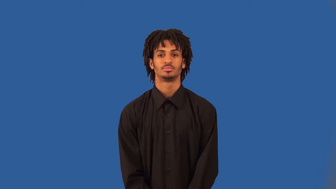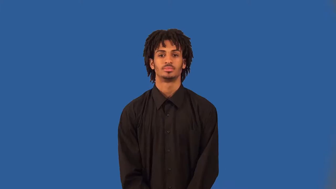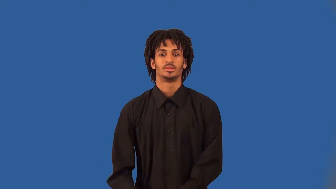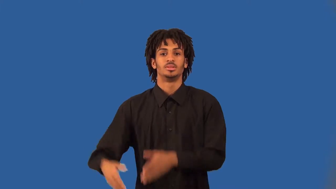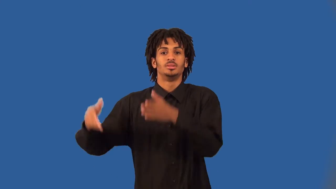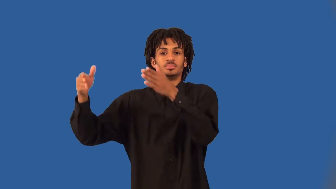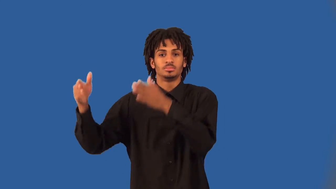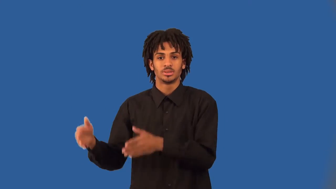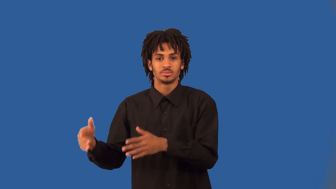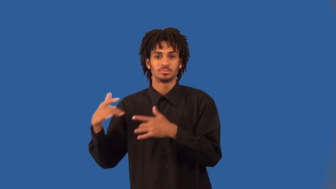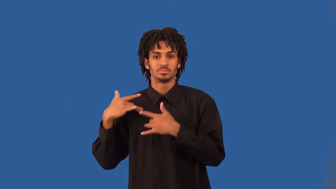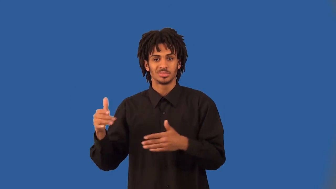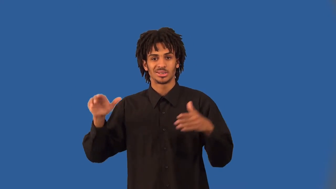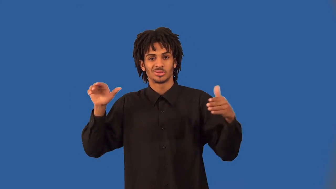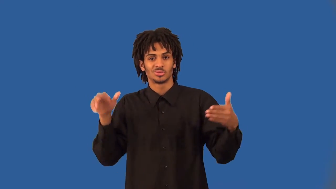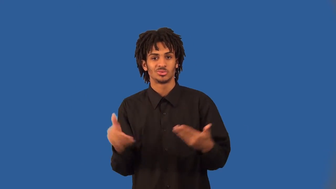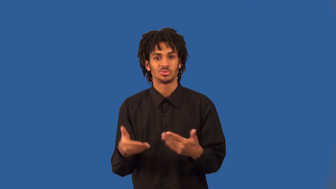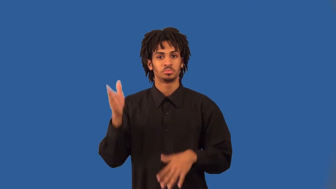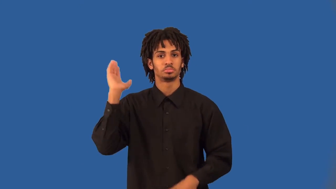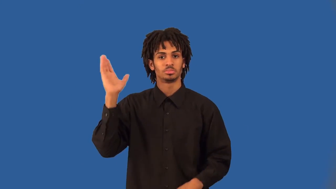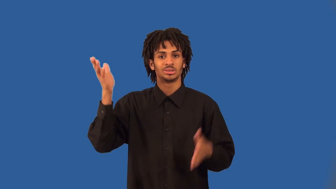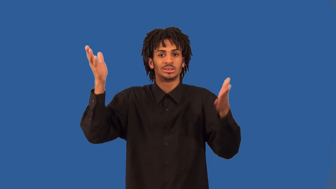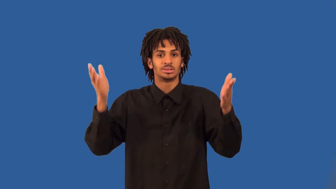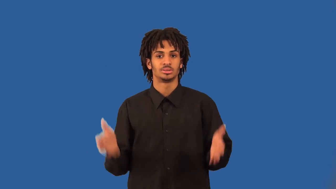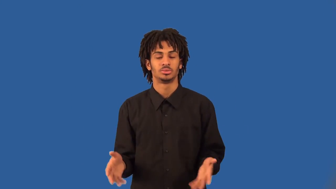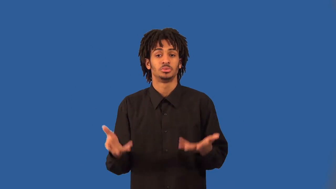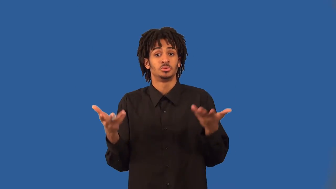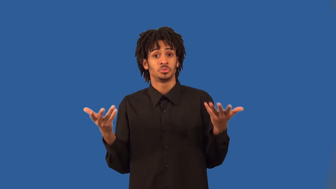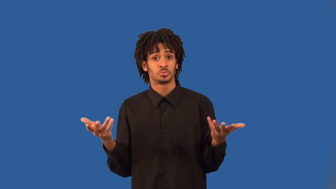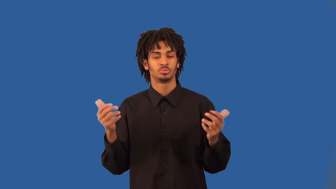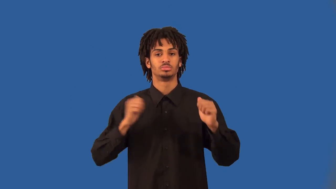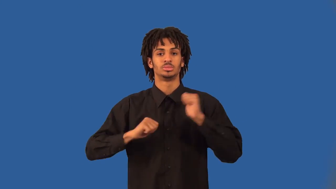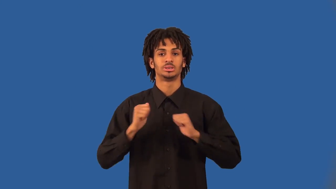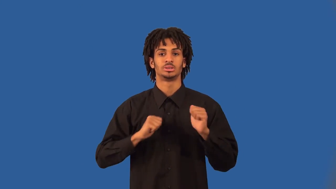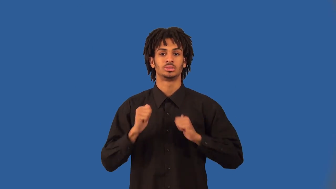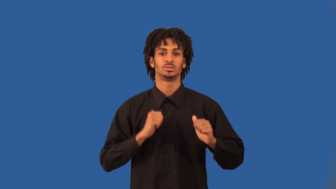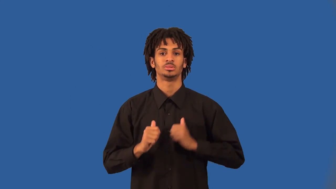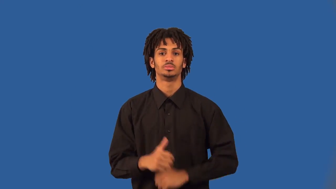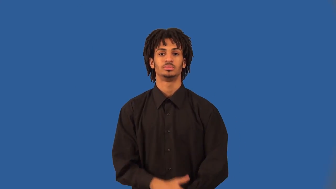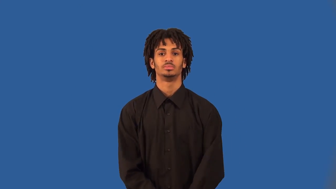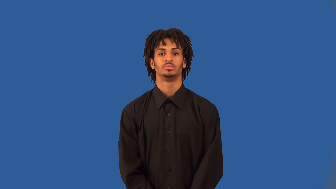emcee